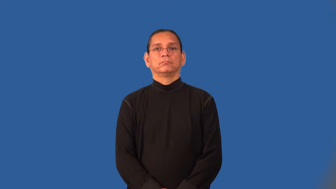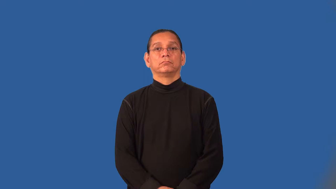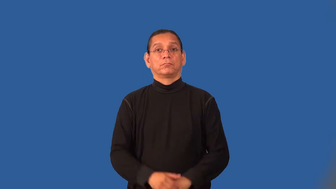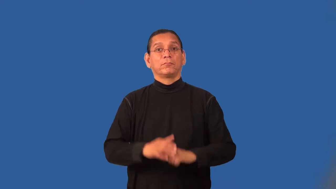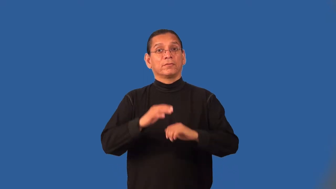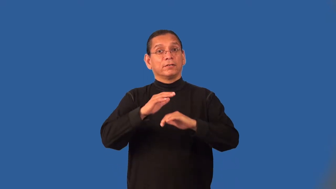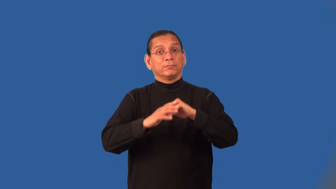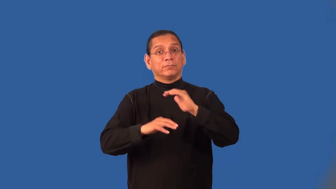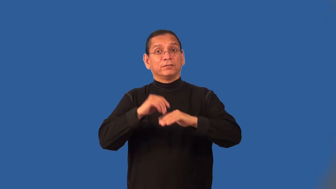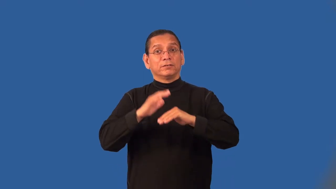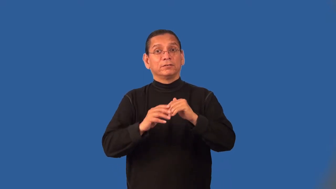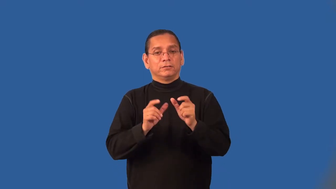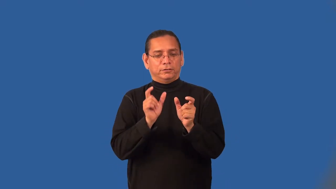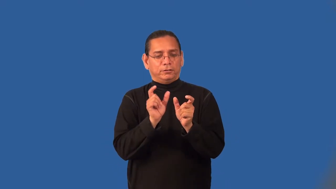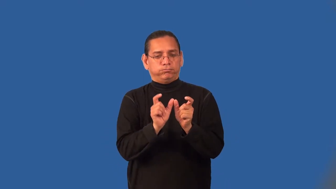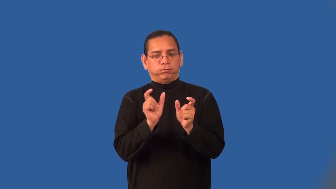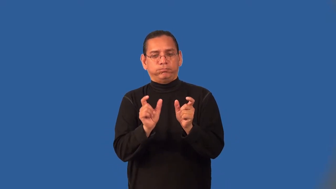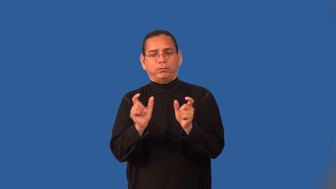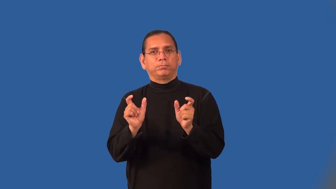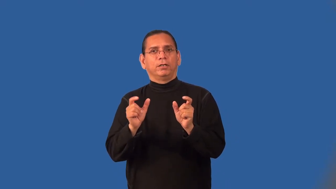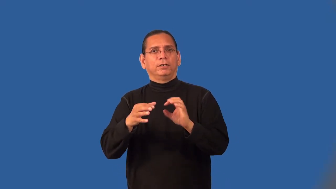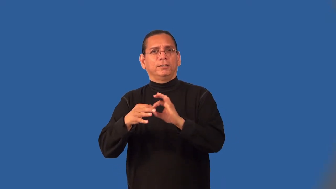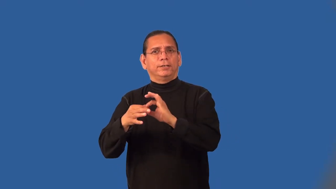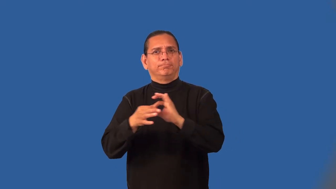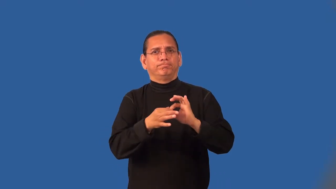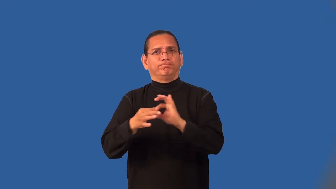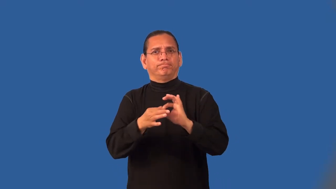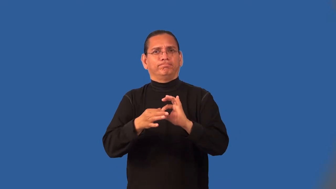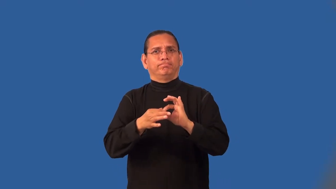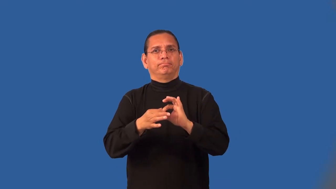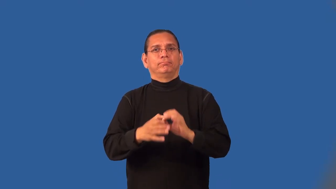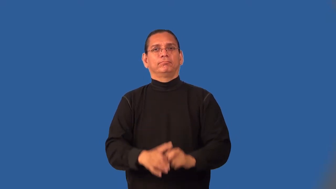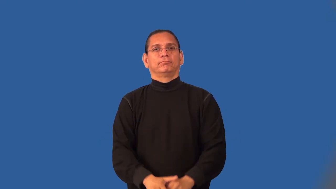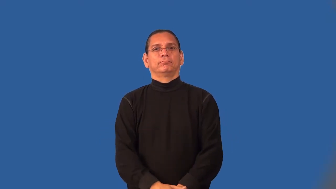modular